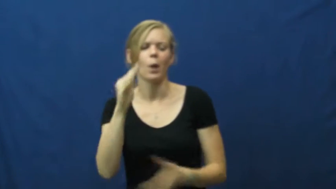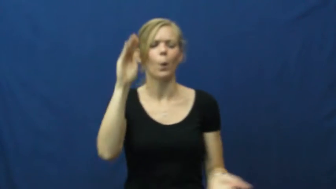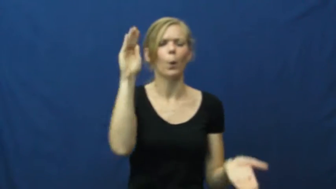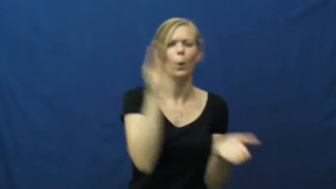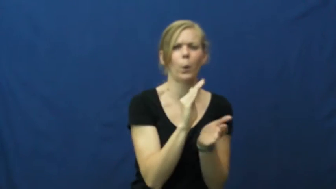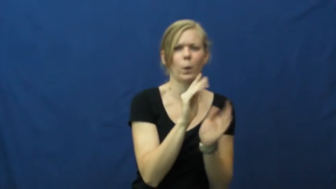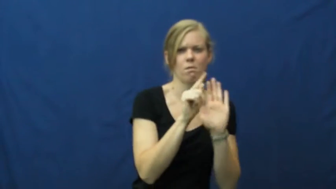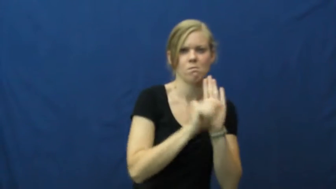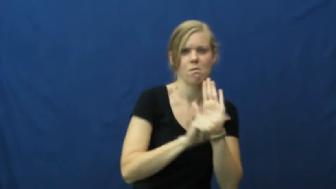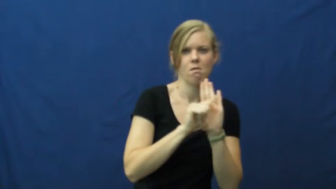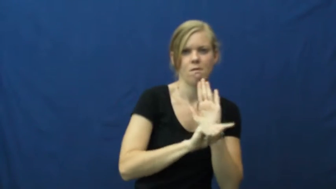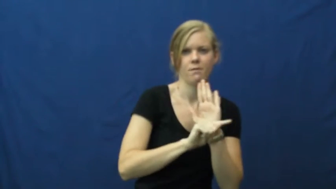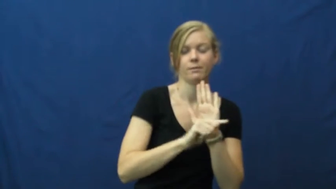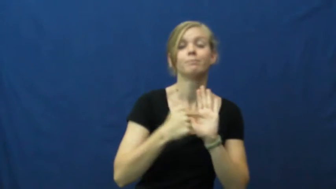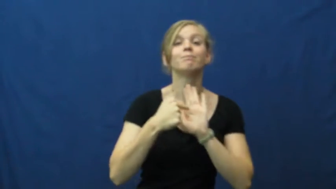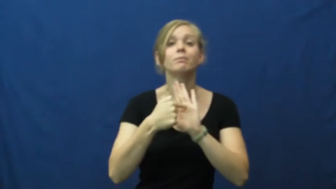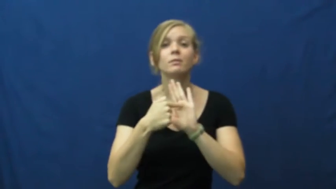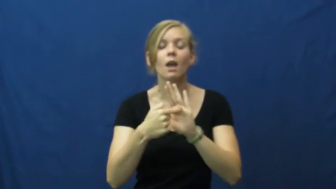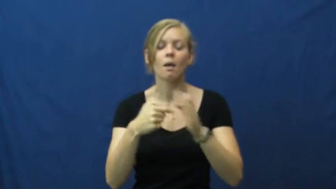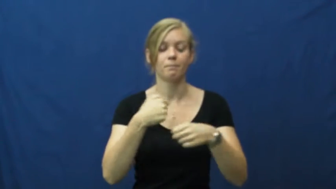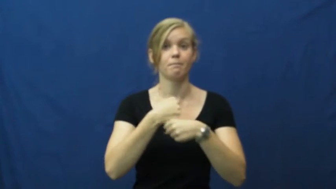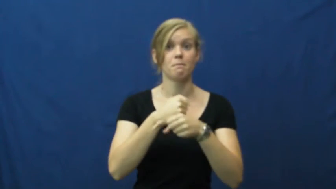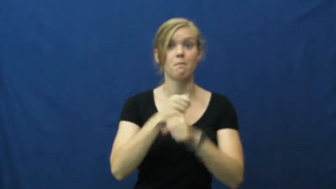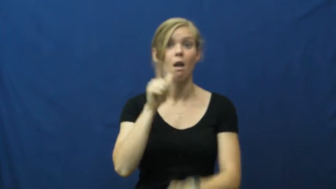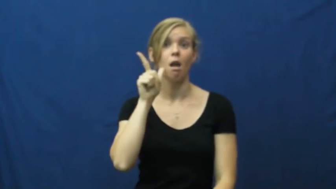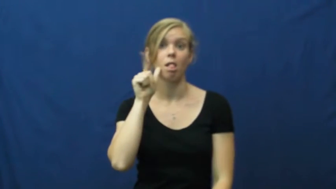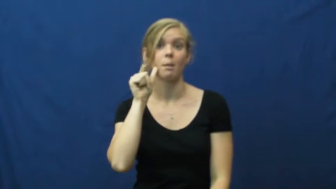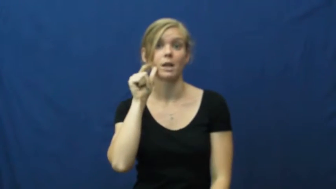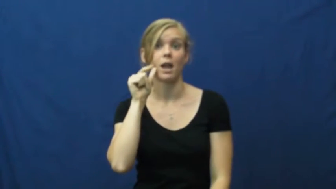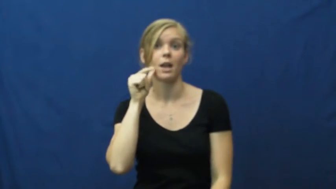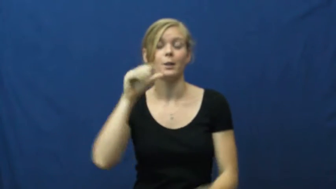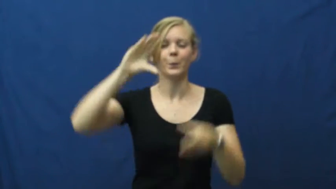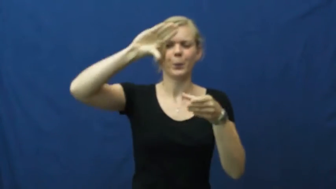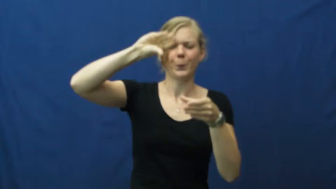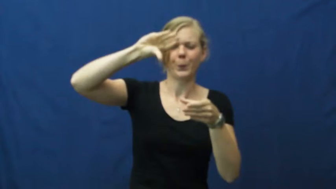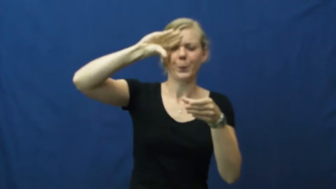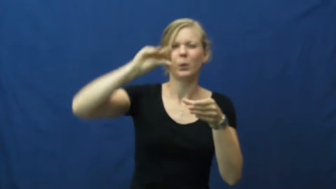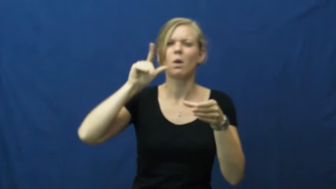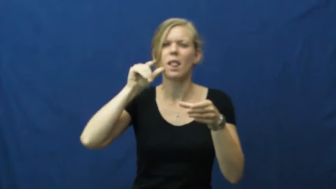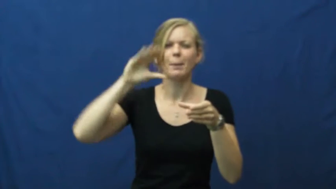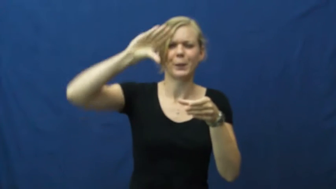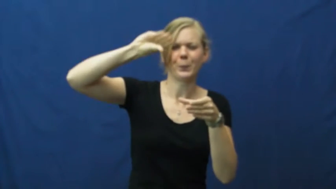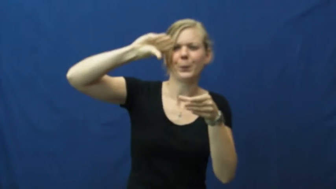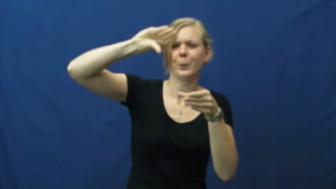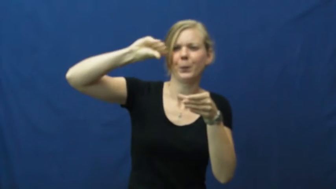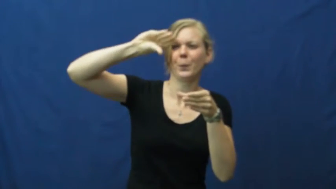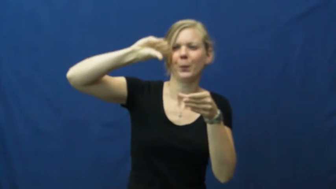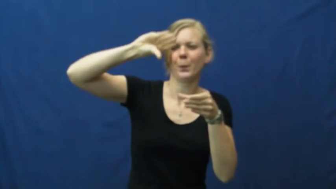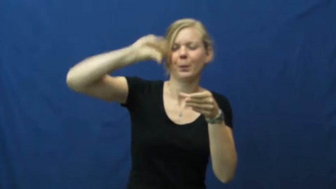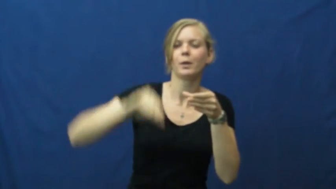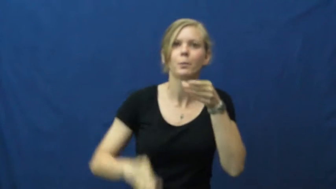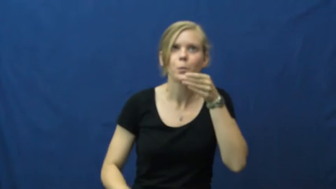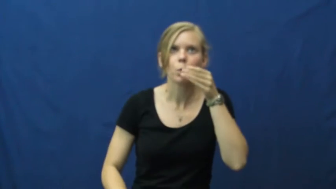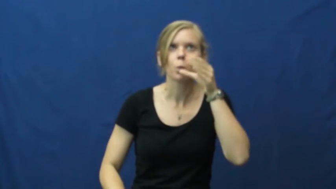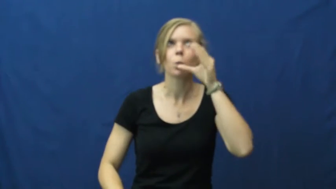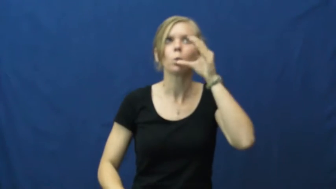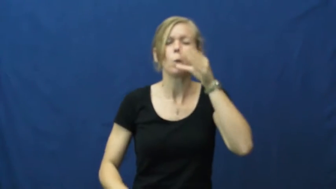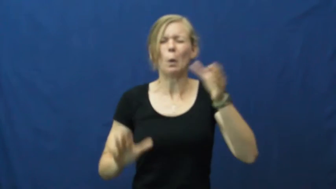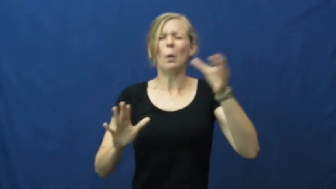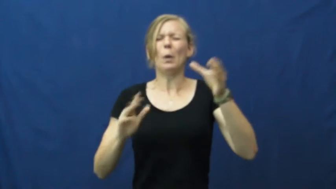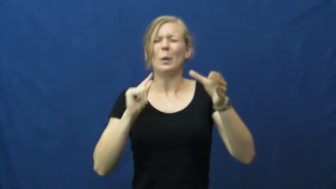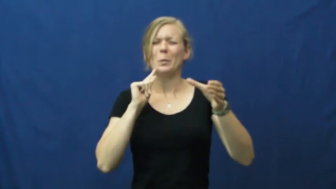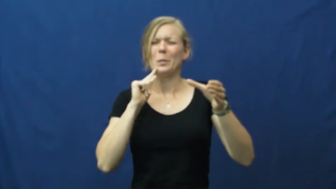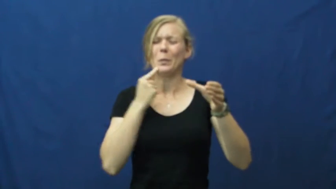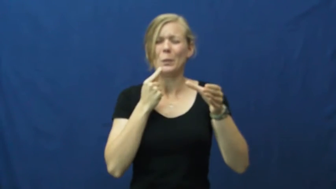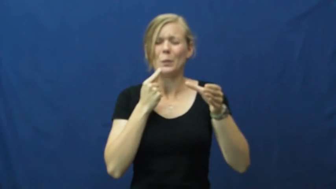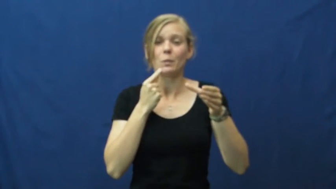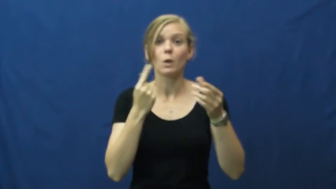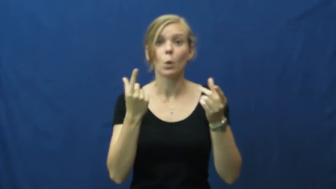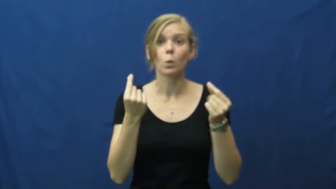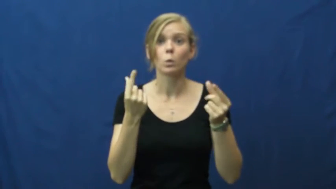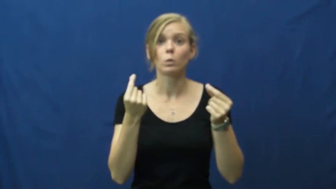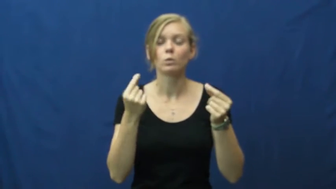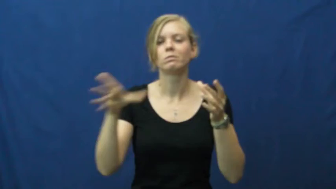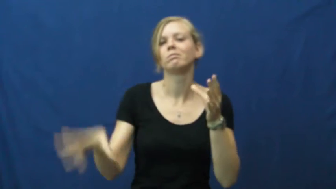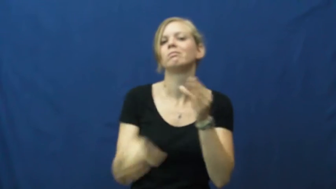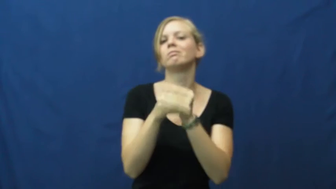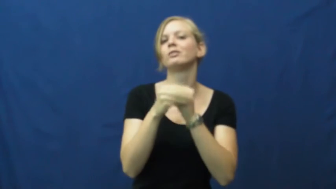counteract